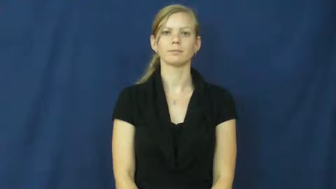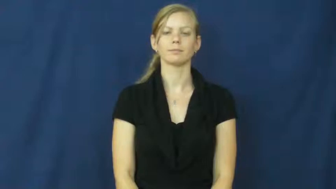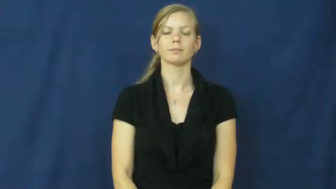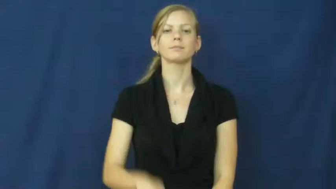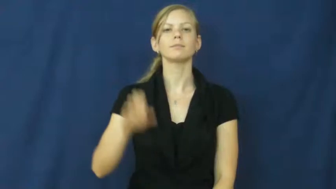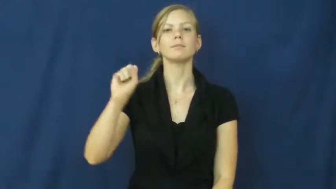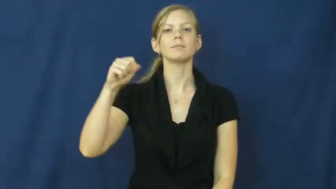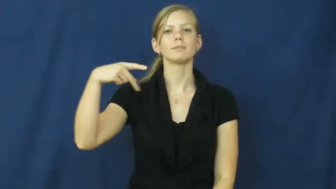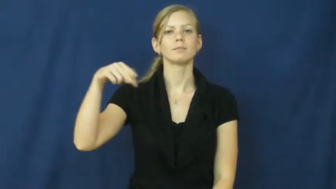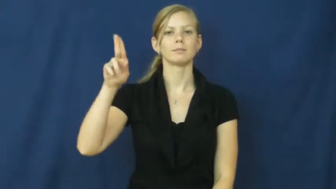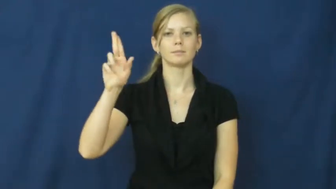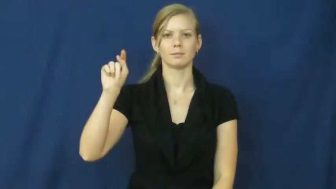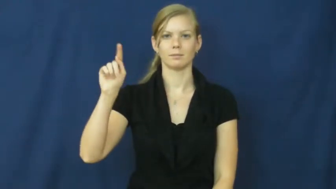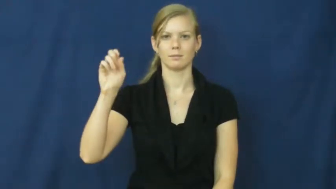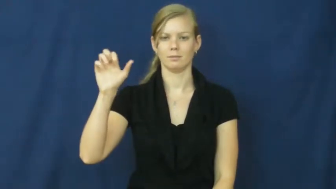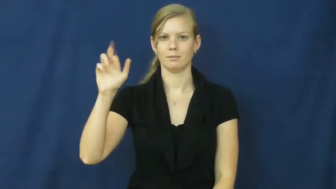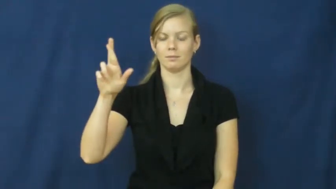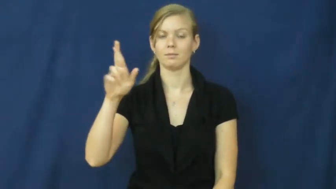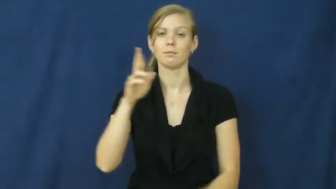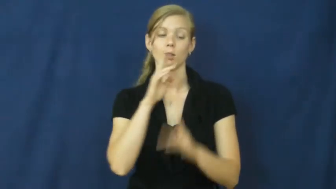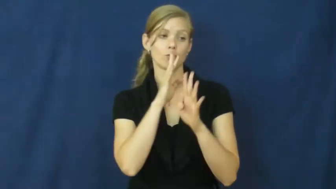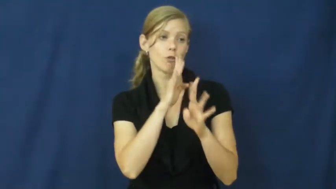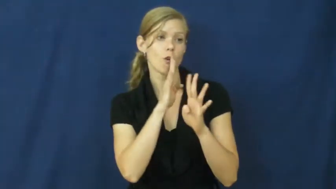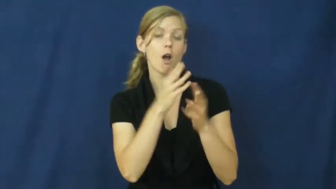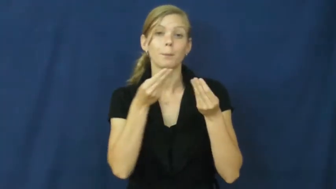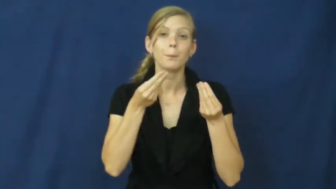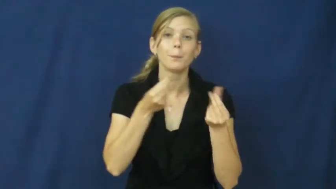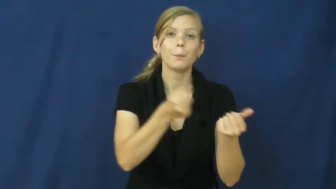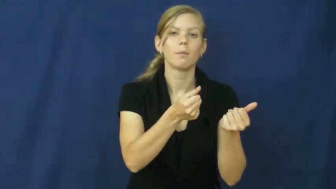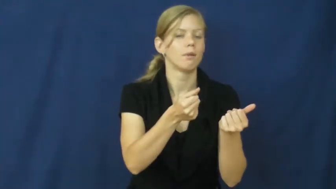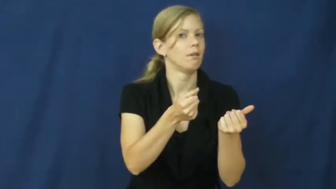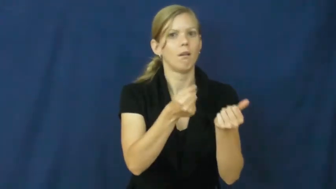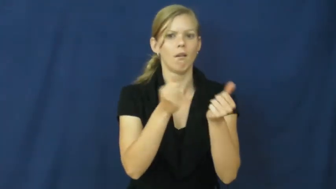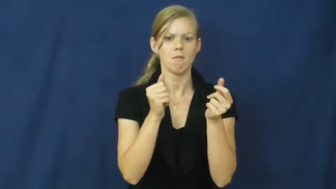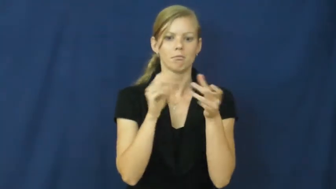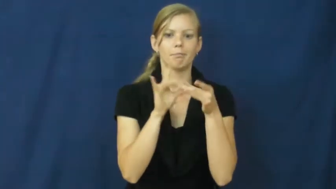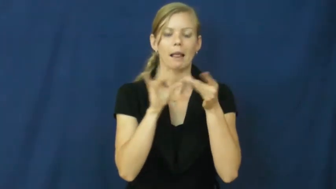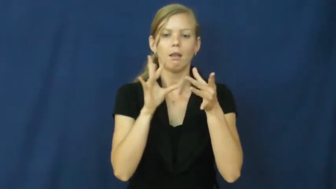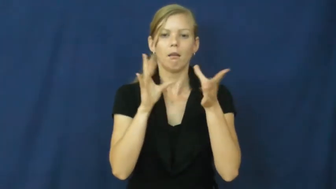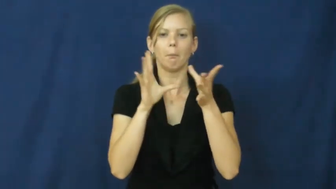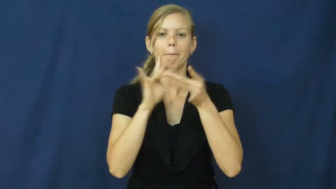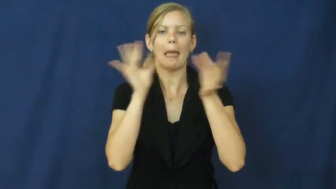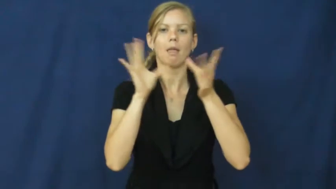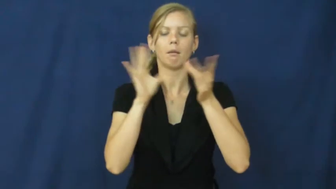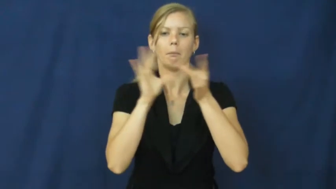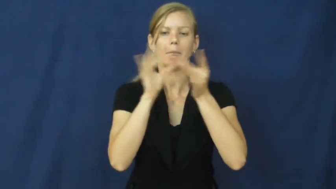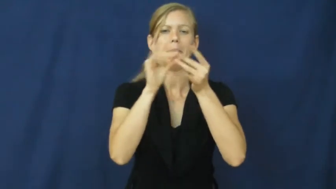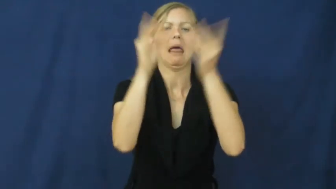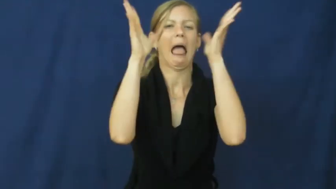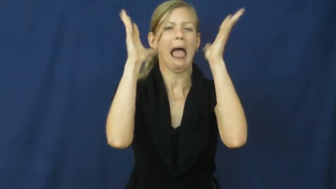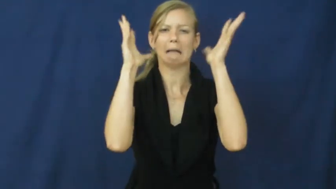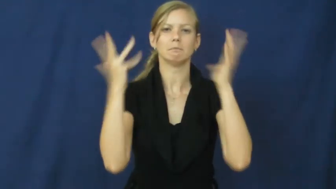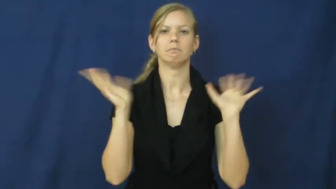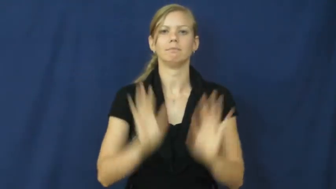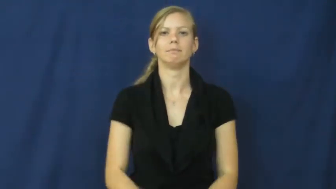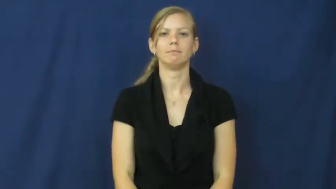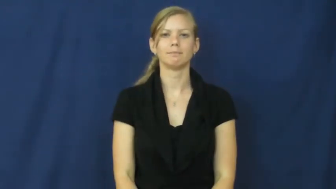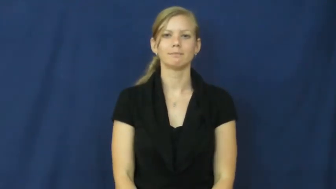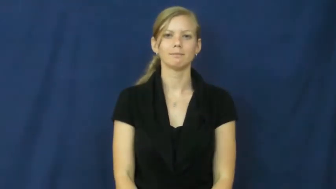sputter,splutter-talk